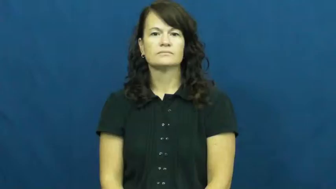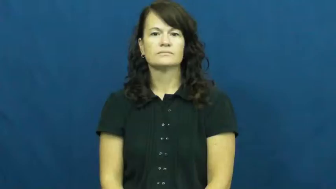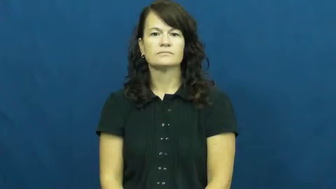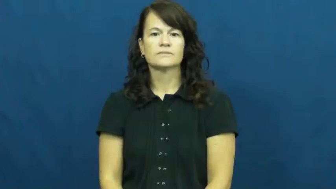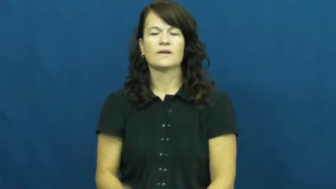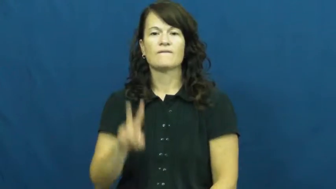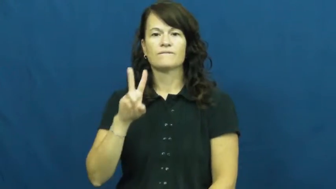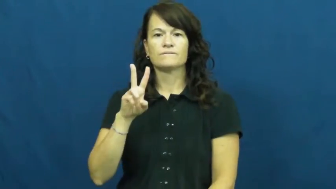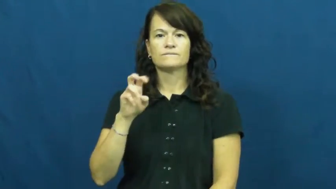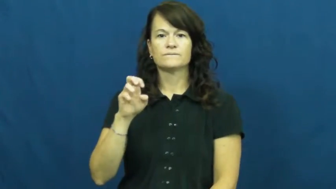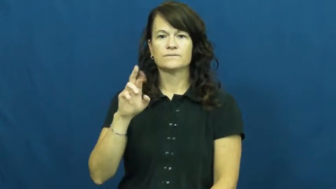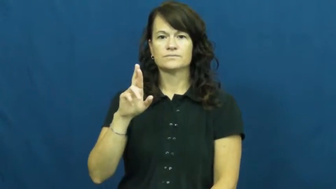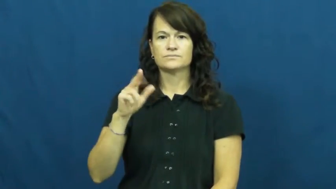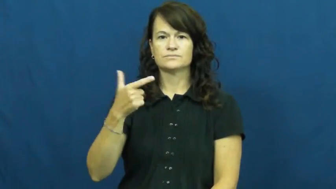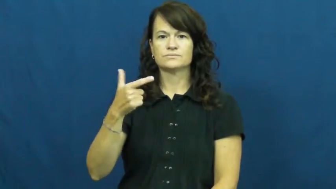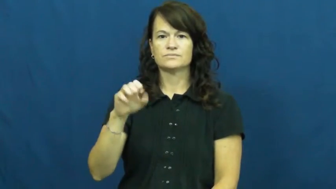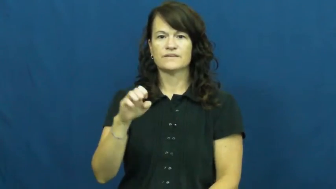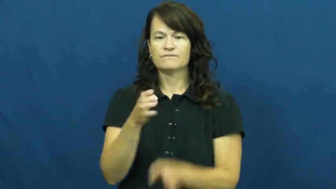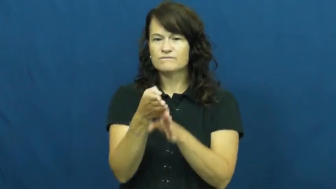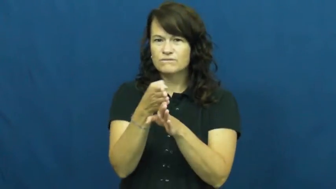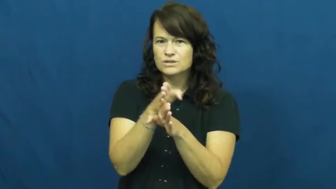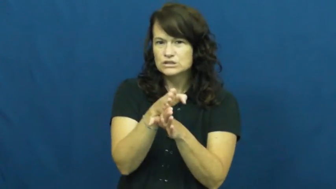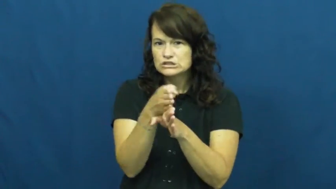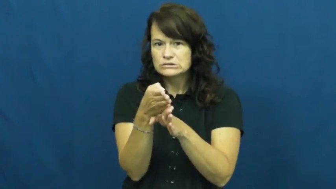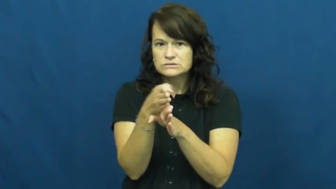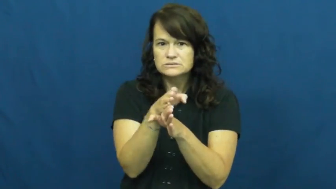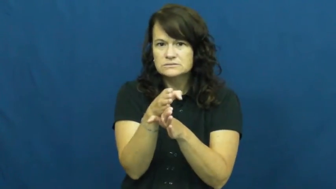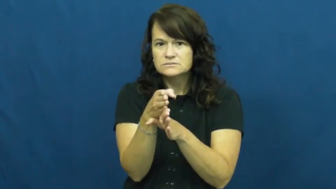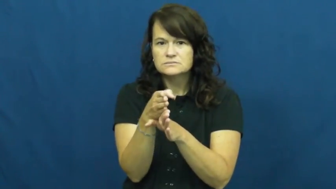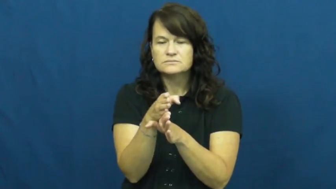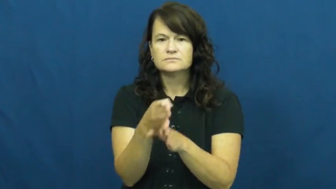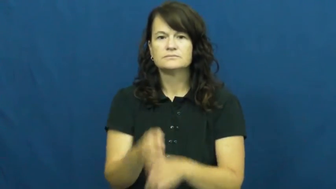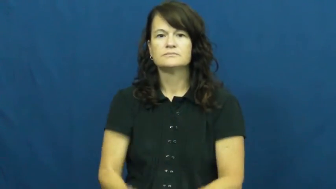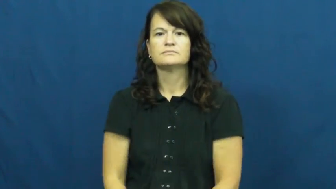verge